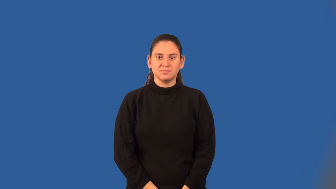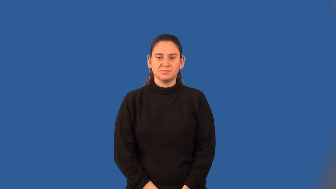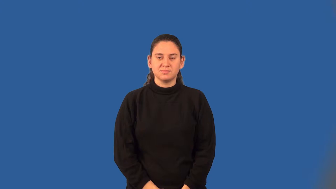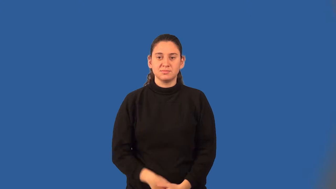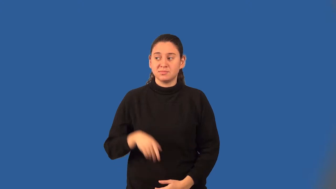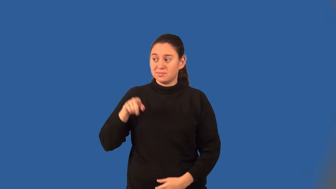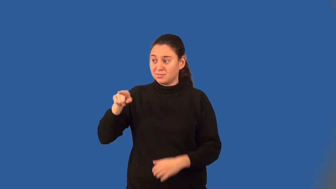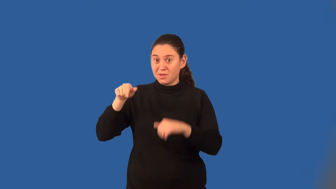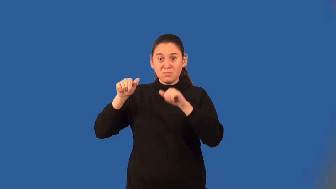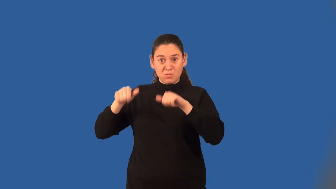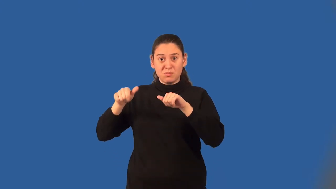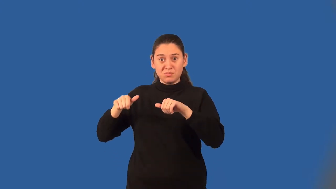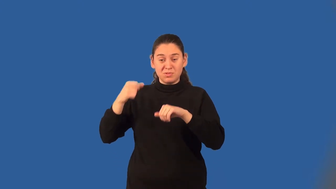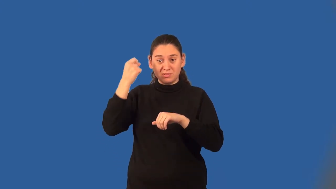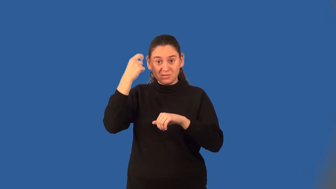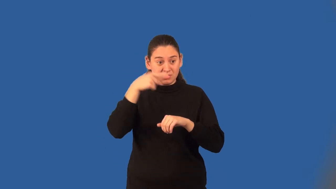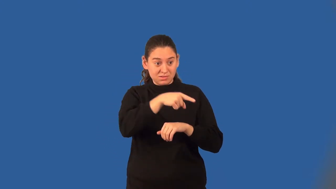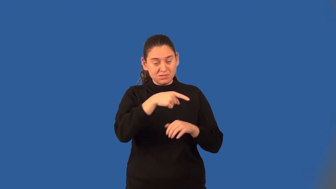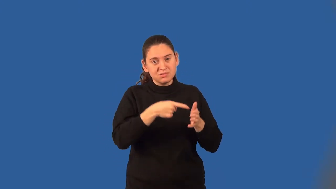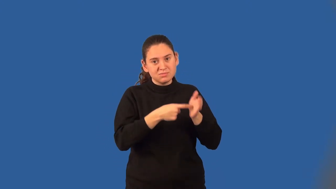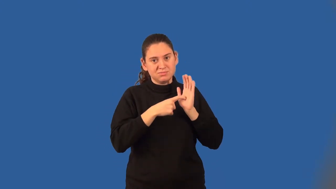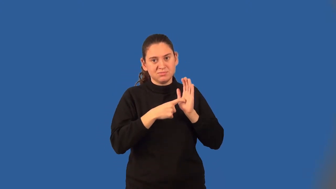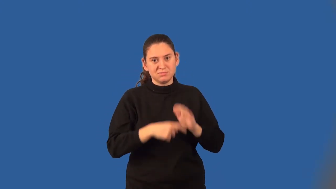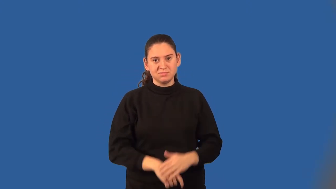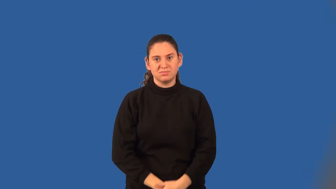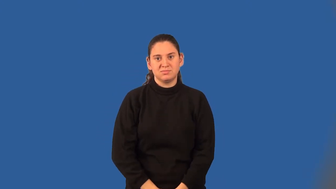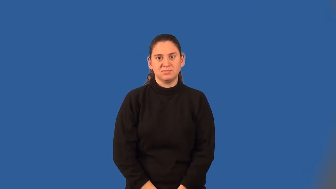conditional probability